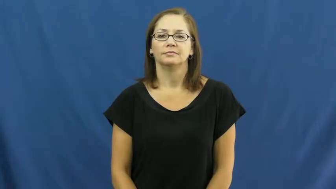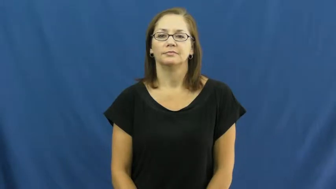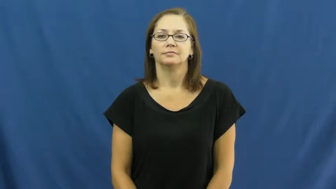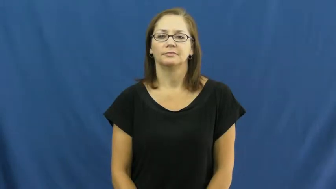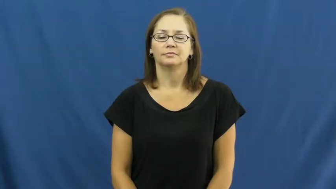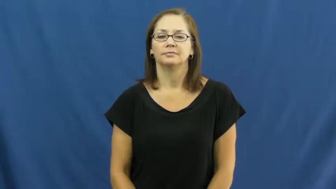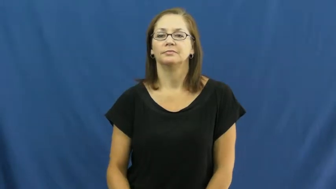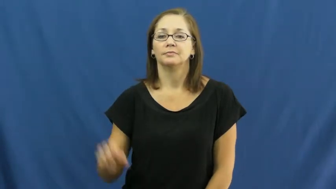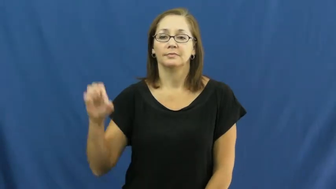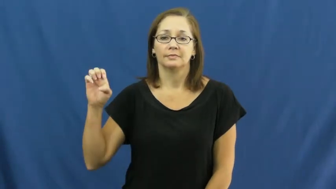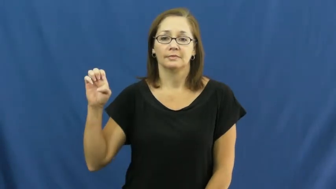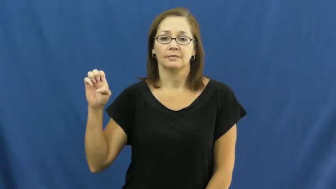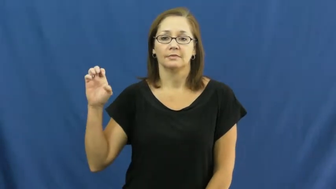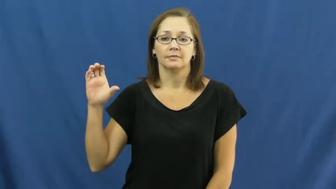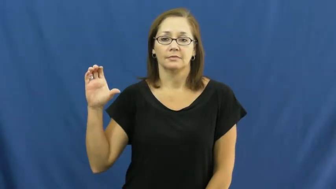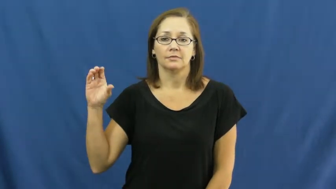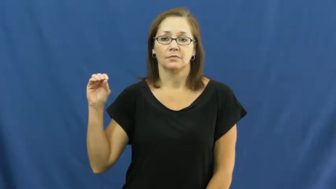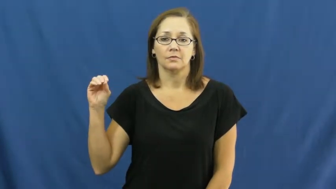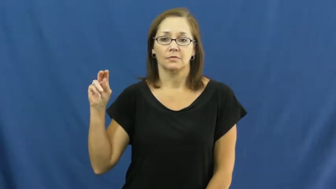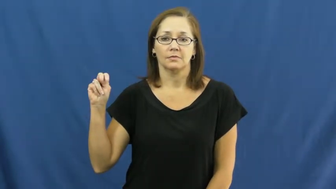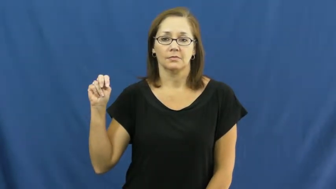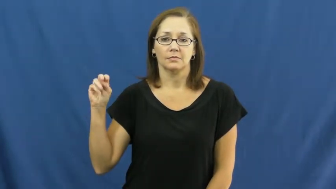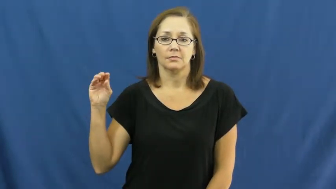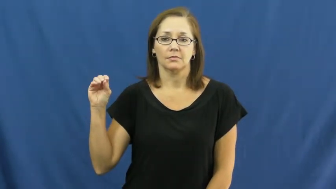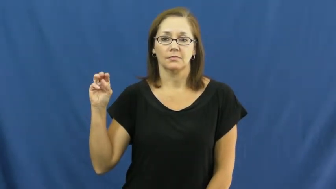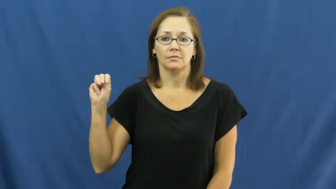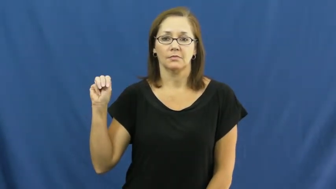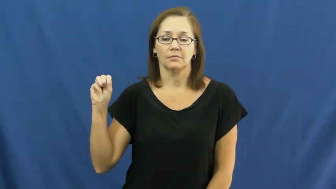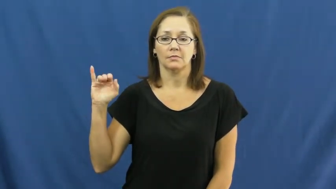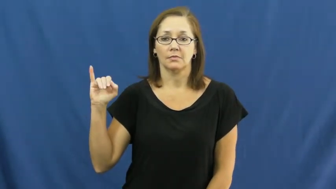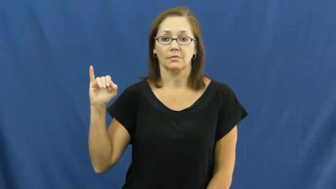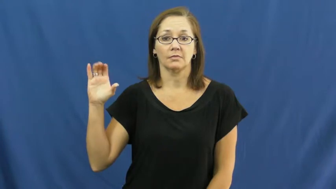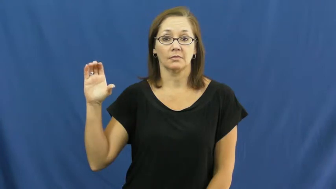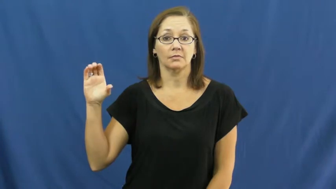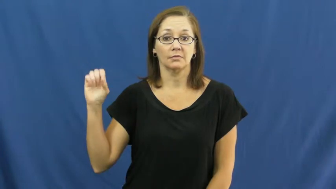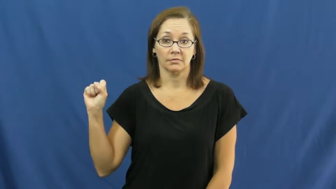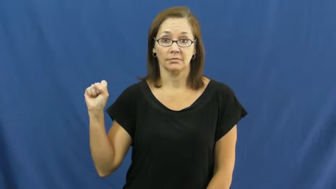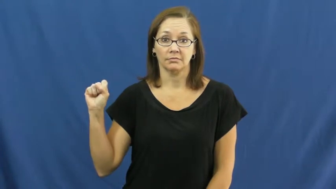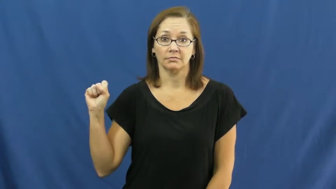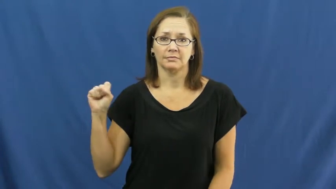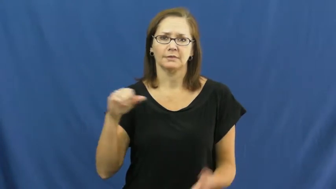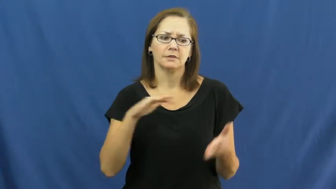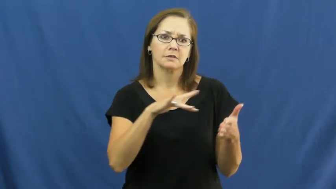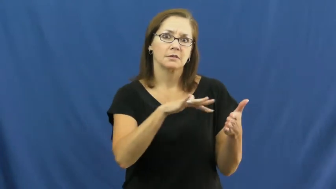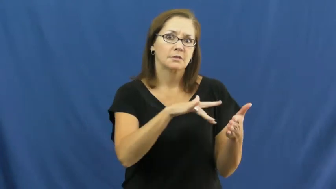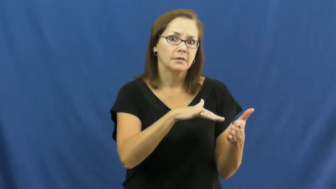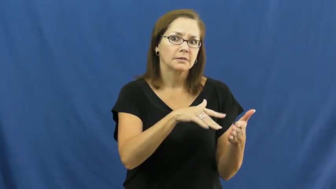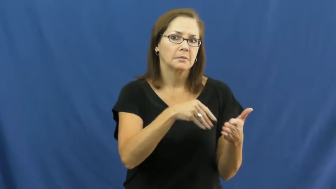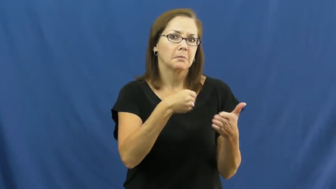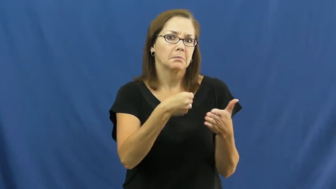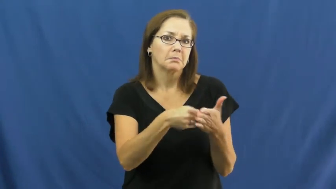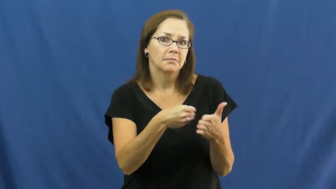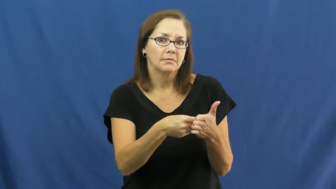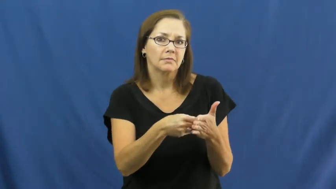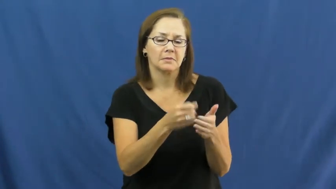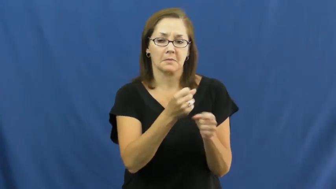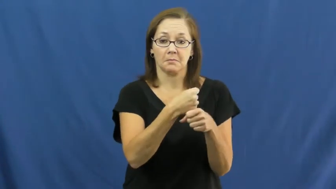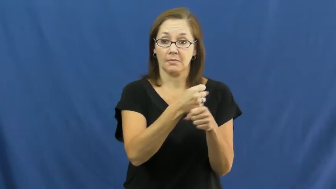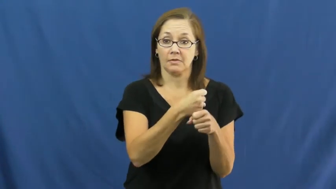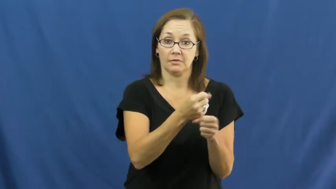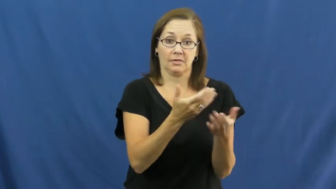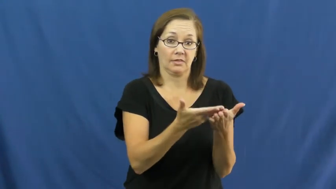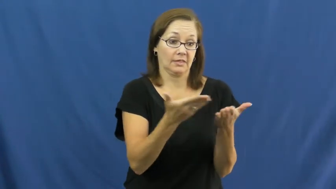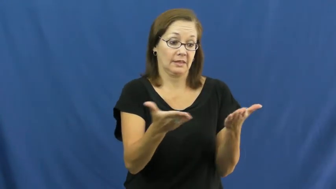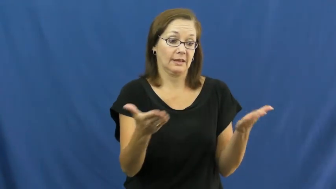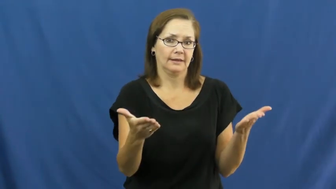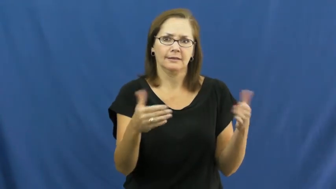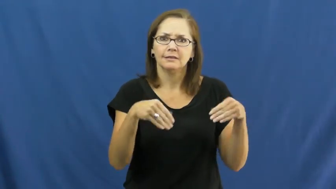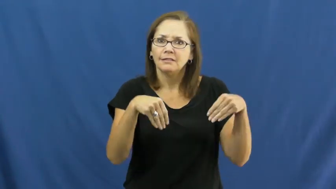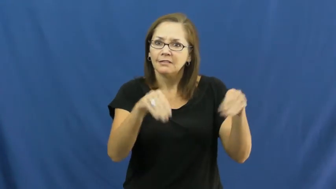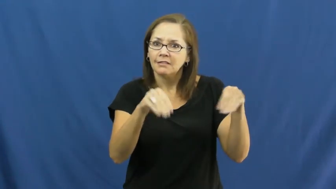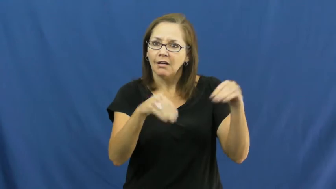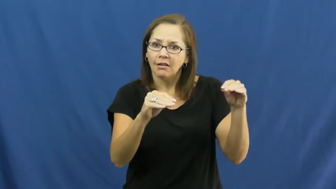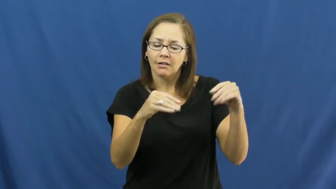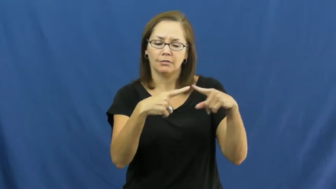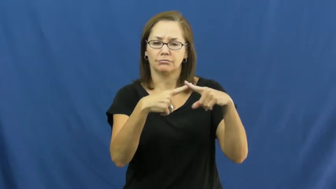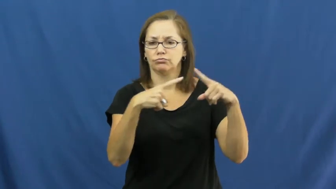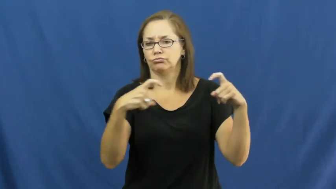economics